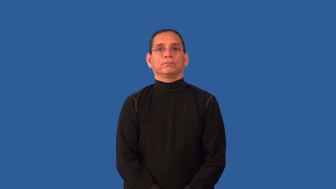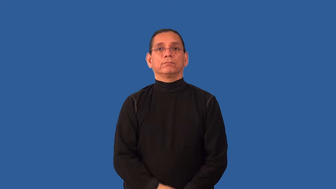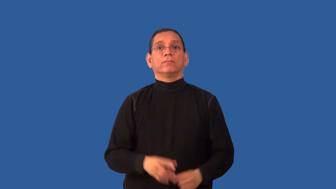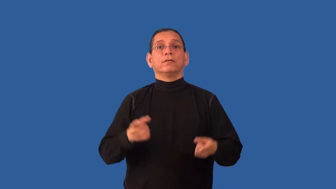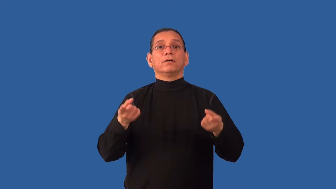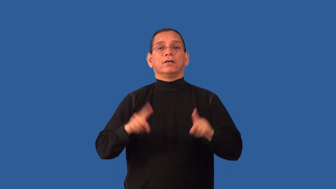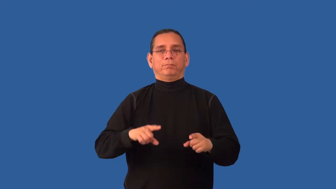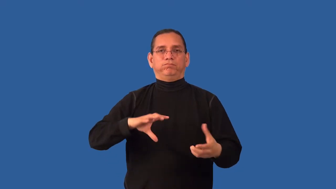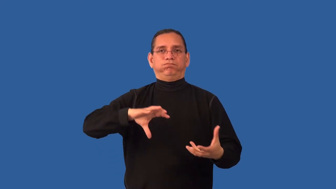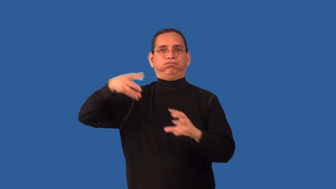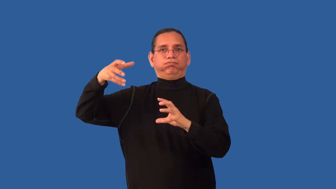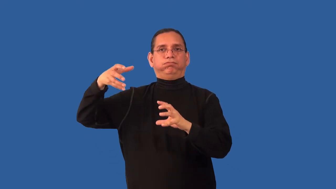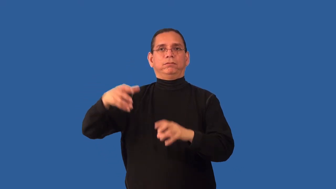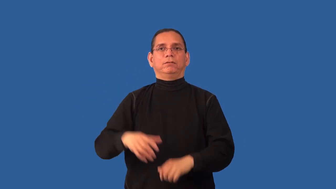inconsistent-event